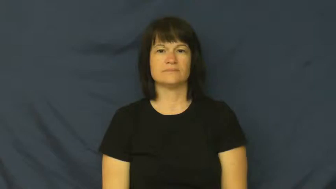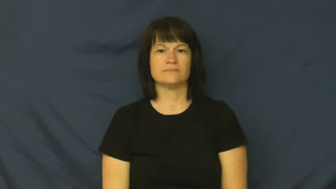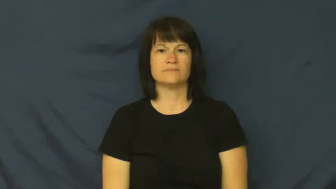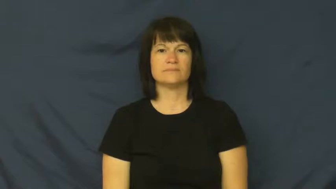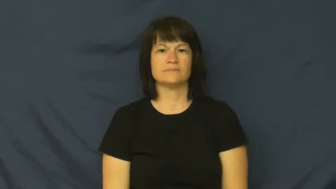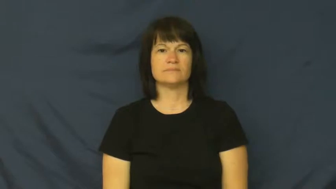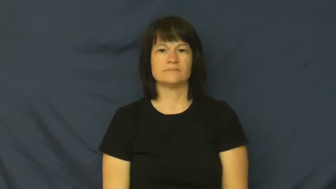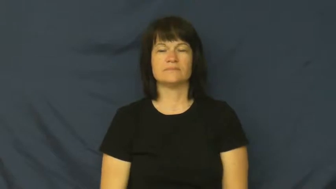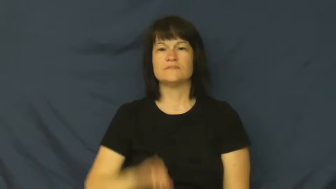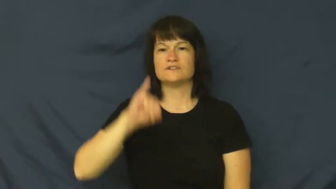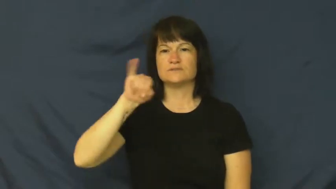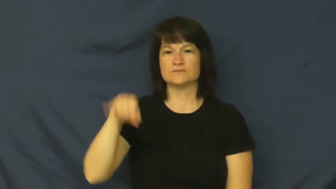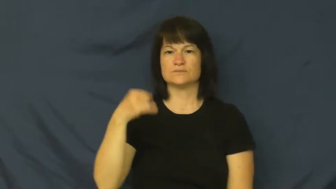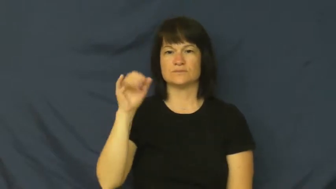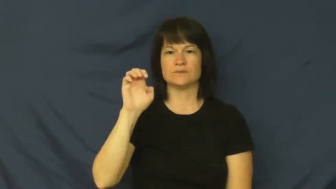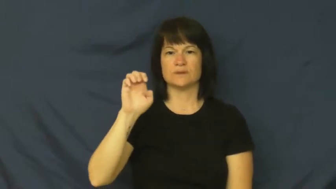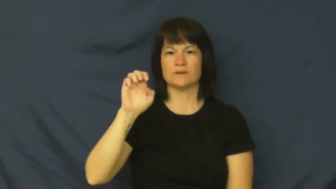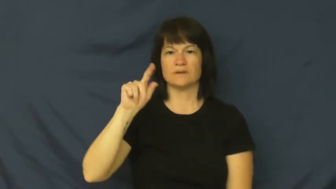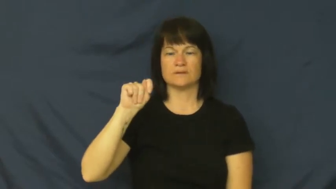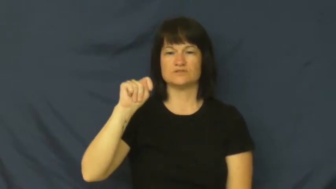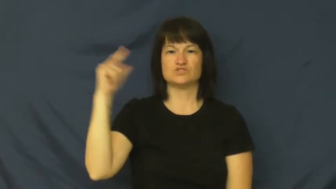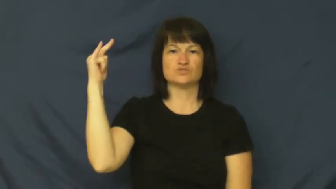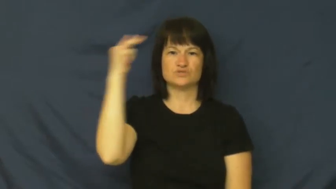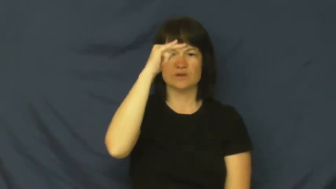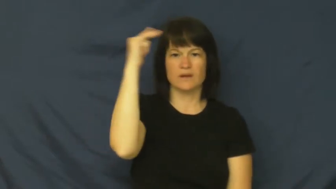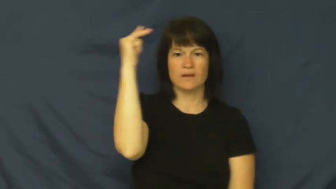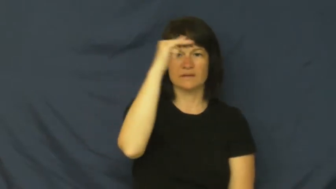jet-airplane